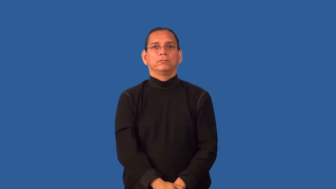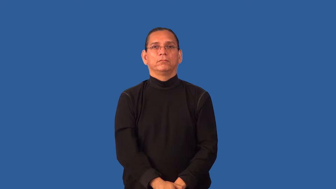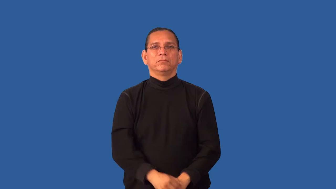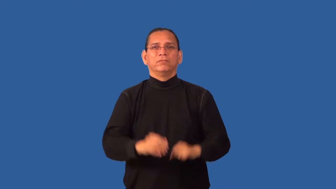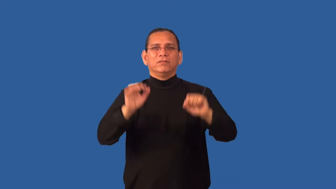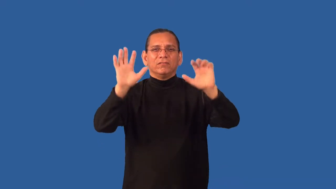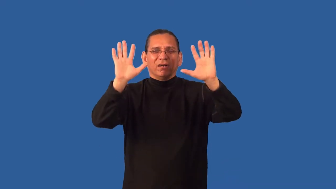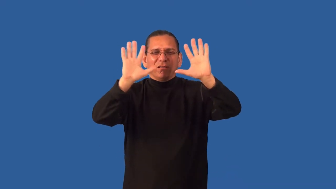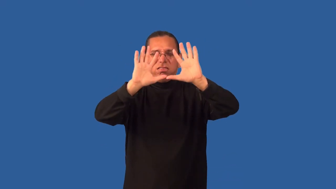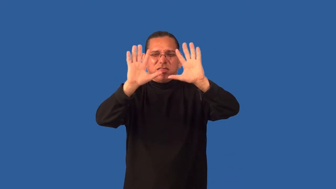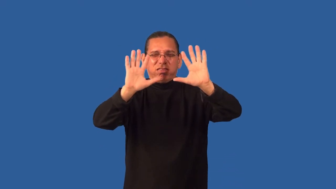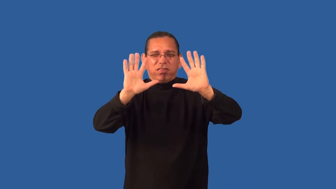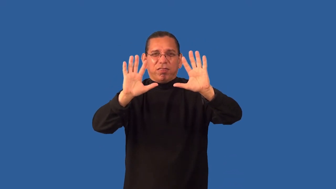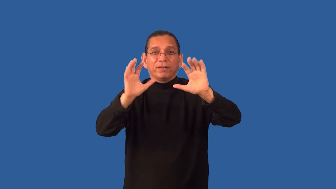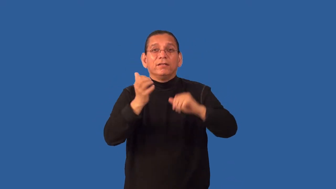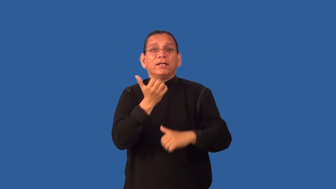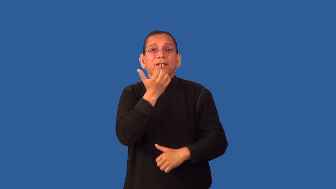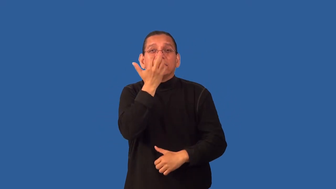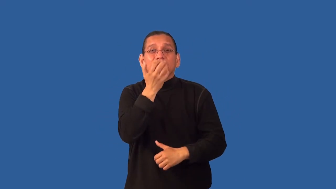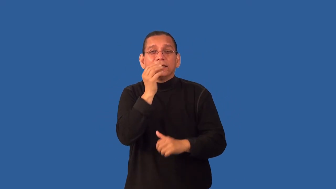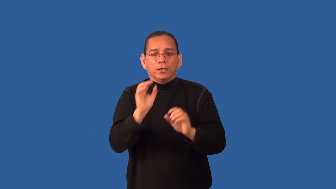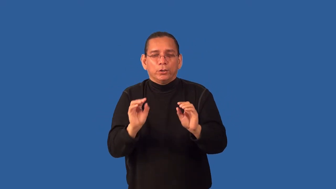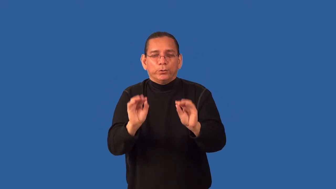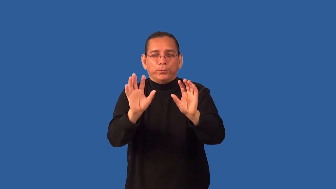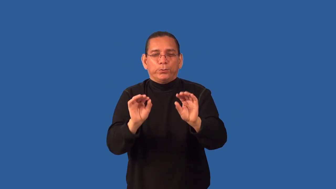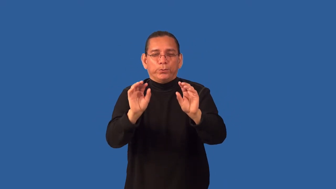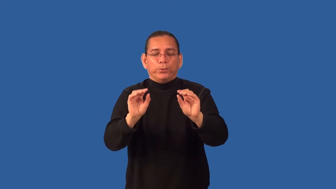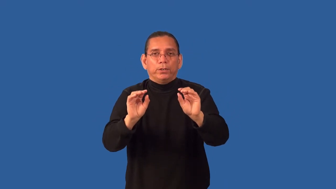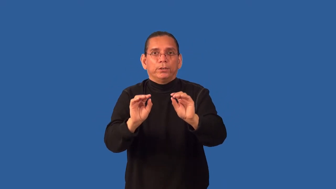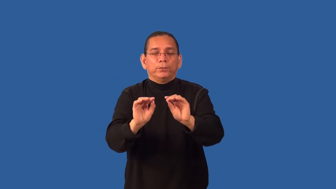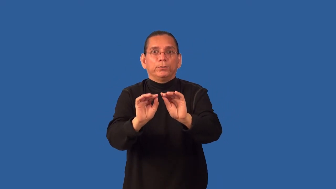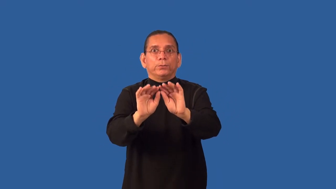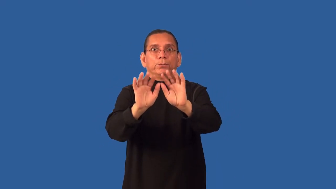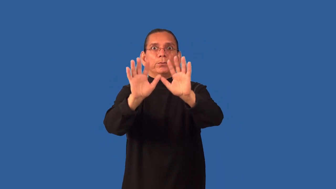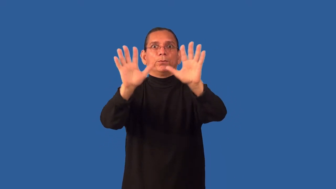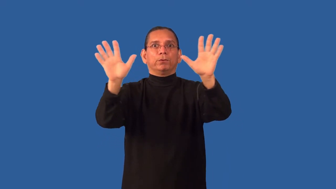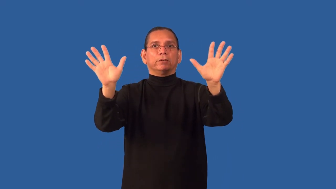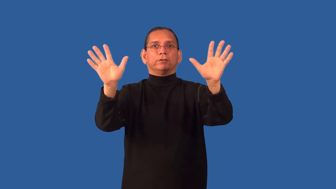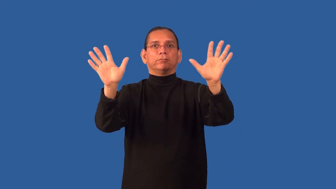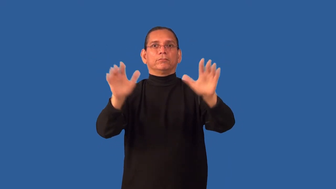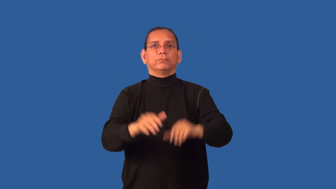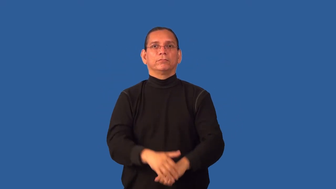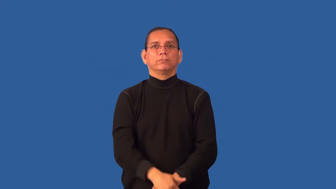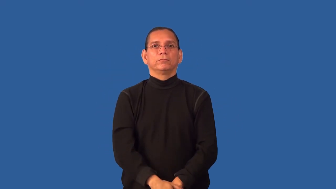defog